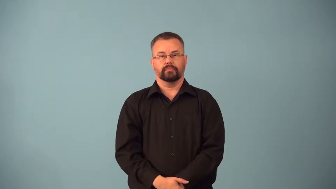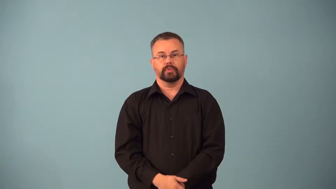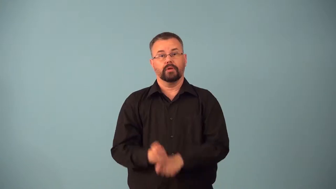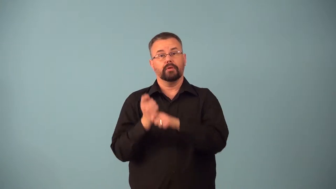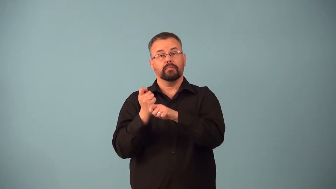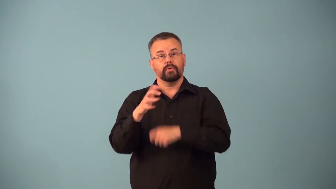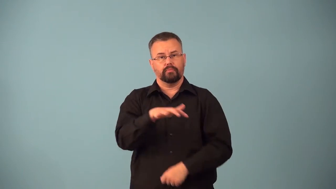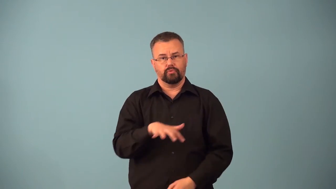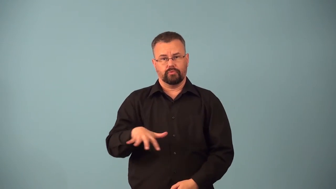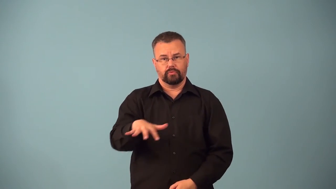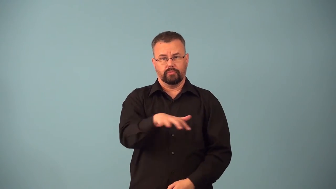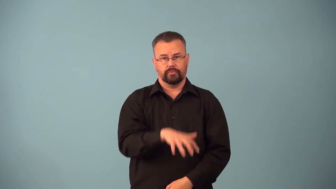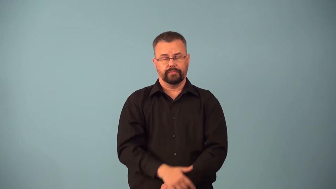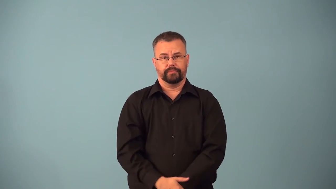ballpark